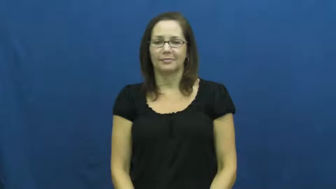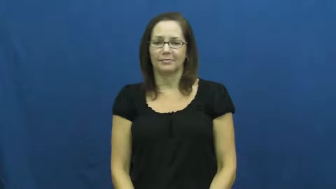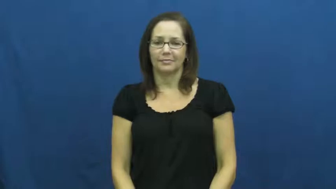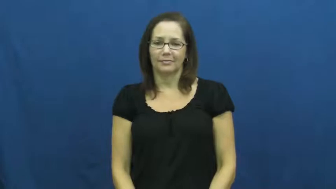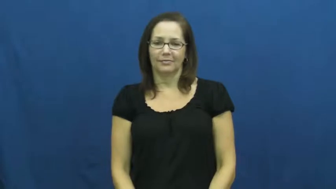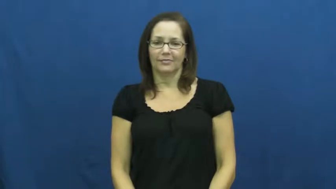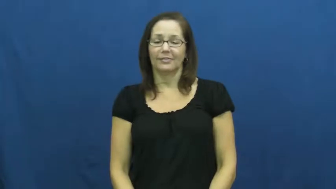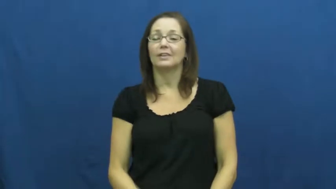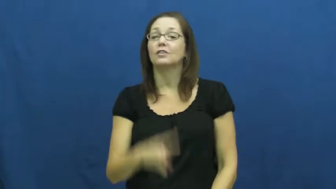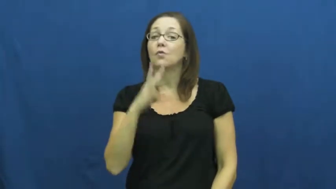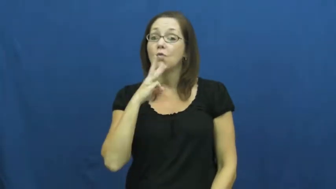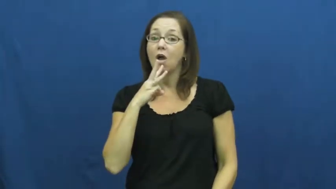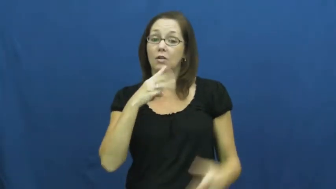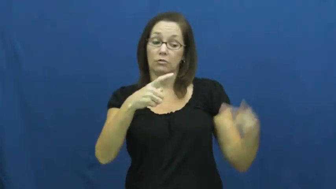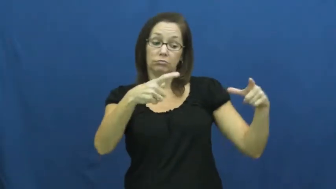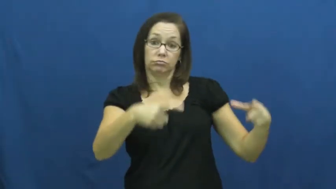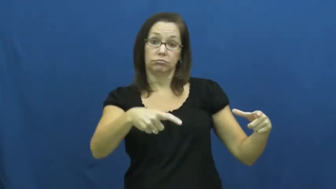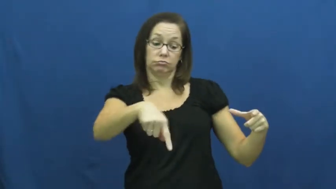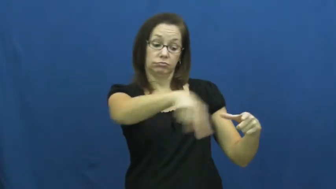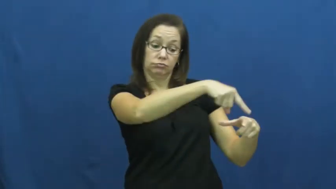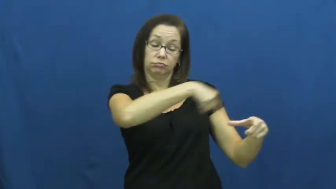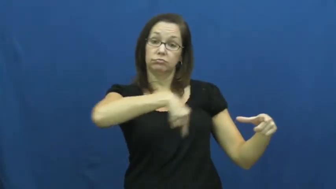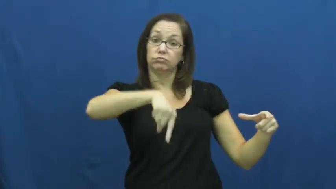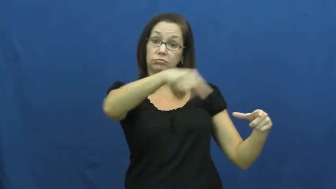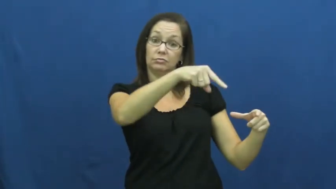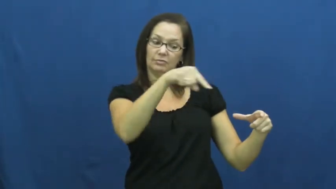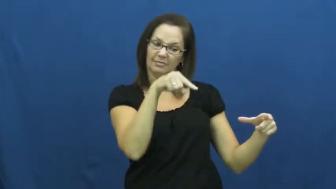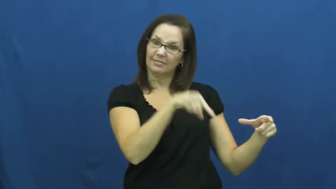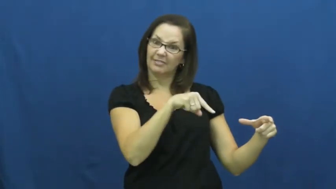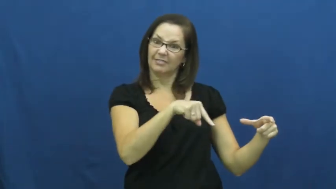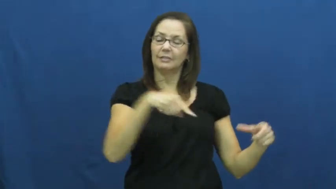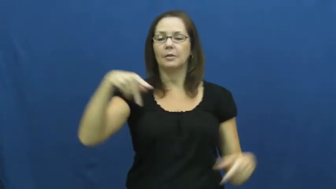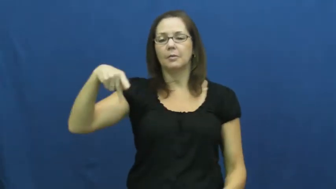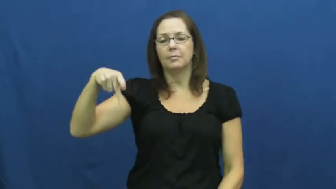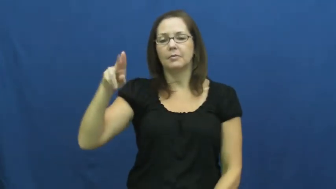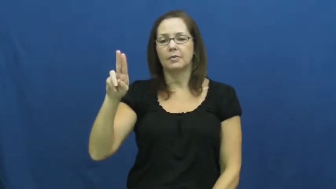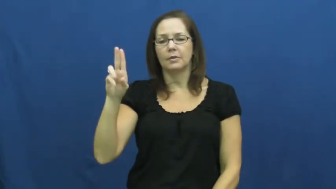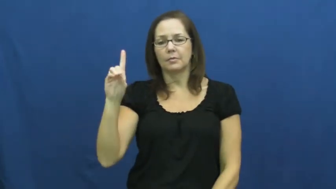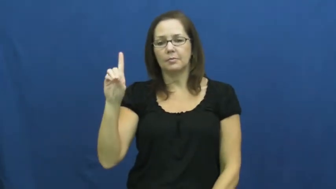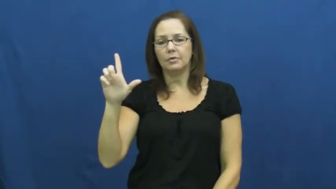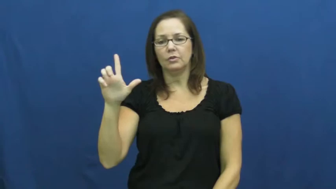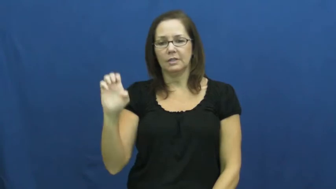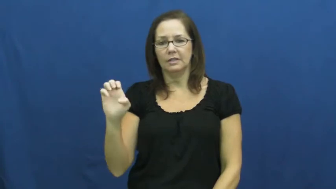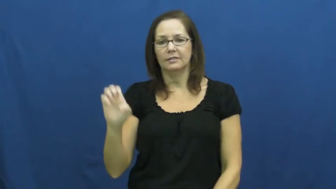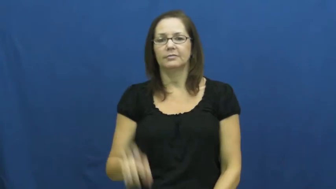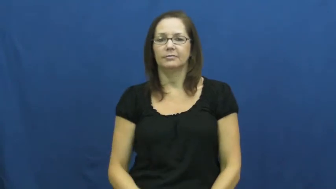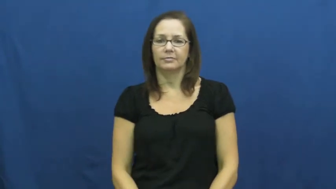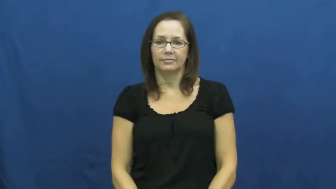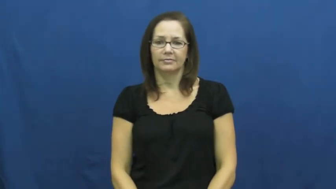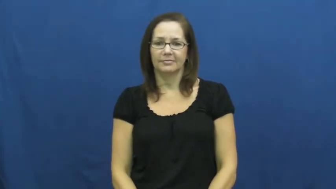puddle